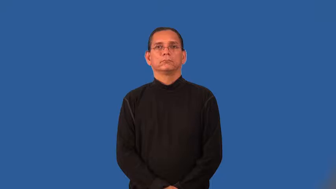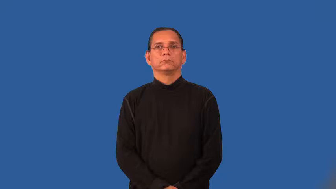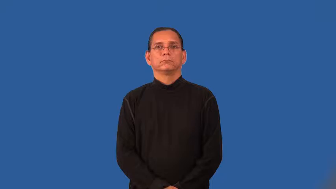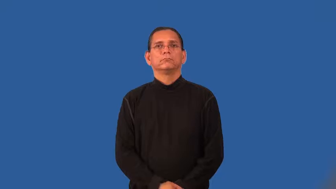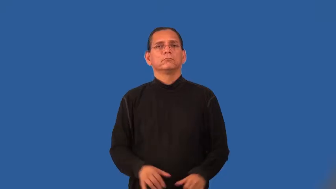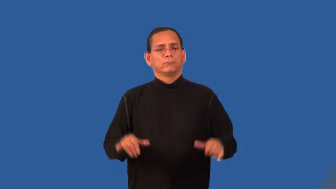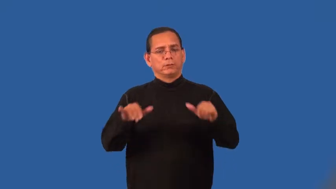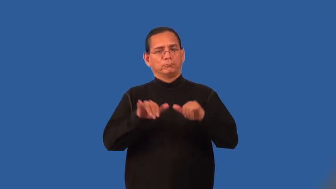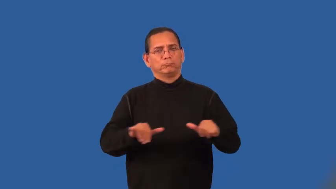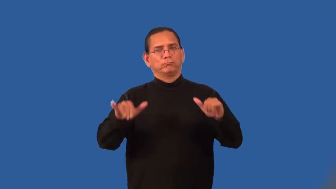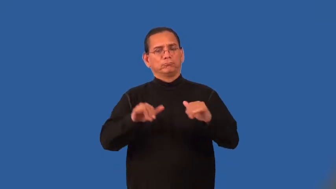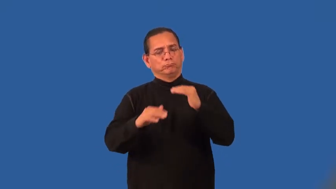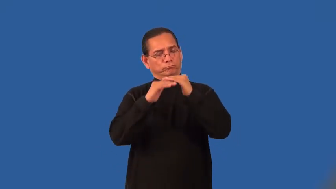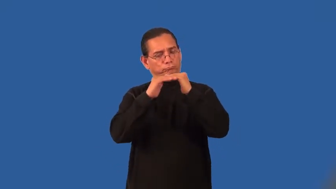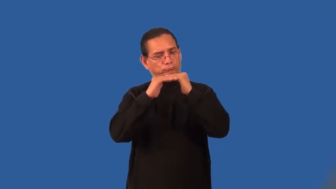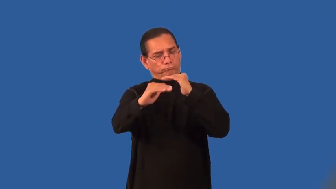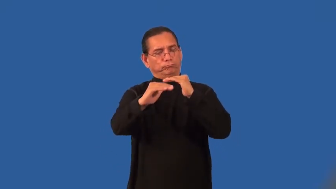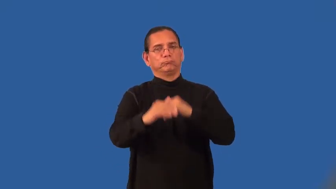steady,stable, solid